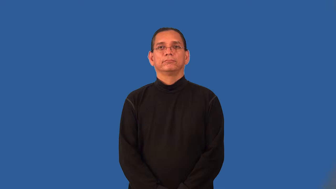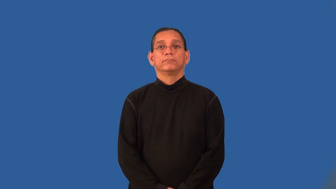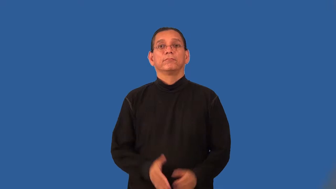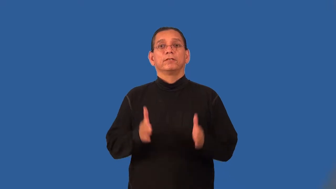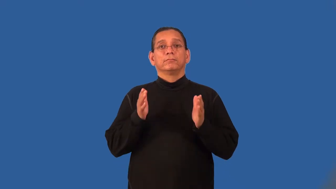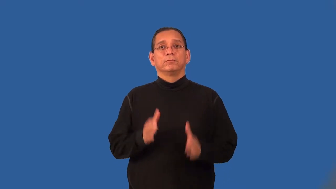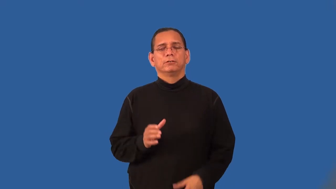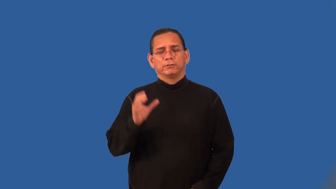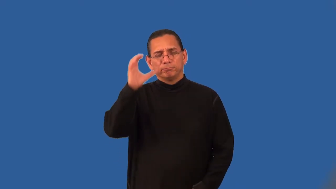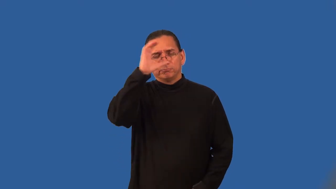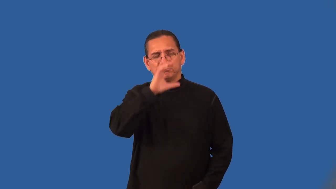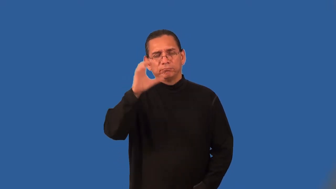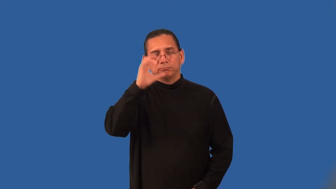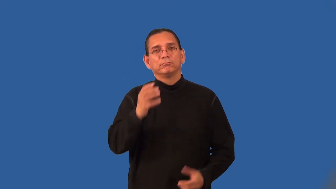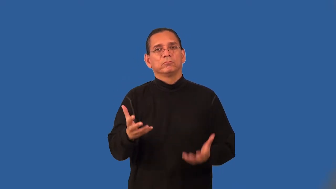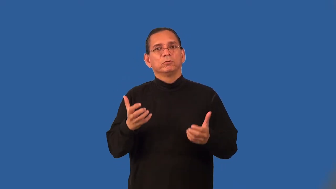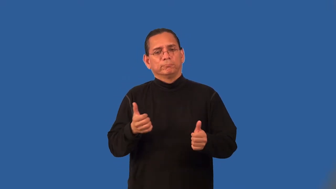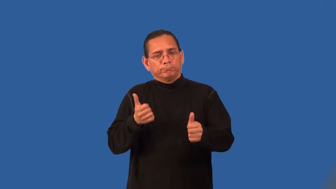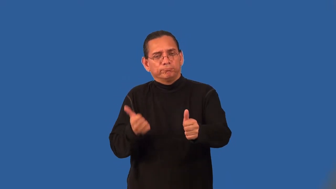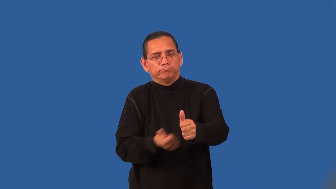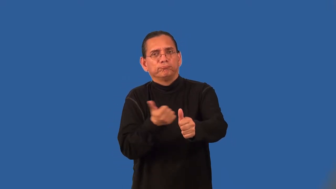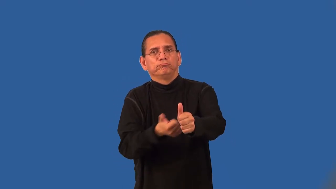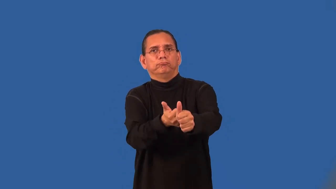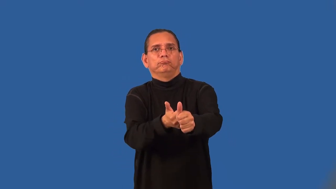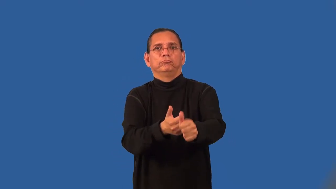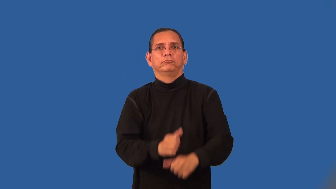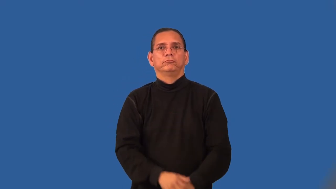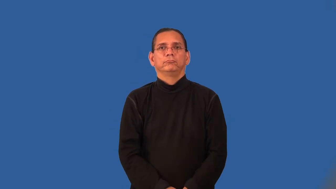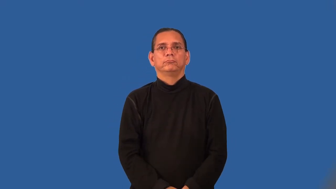tracker